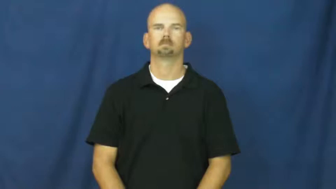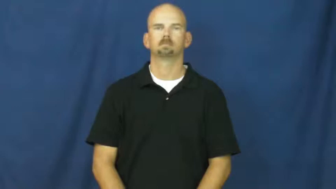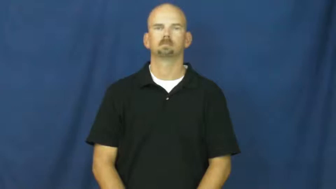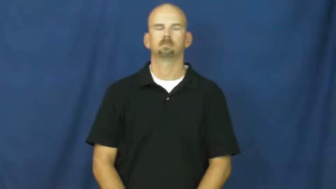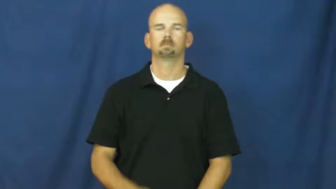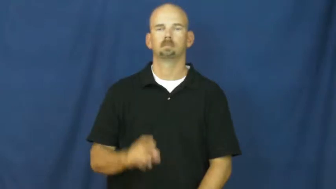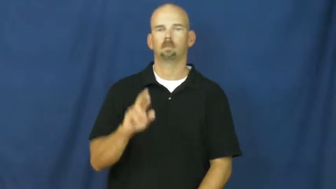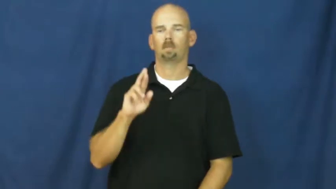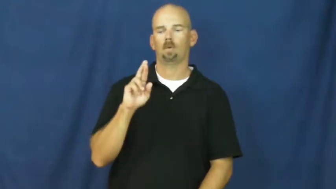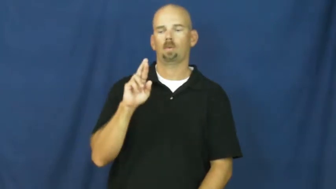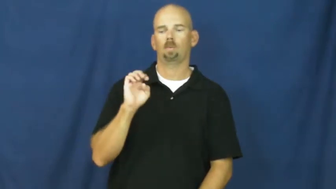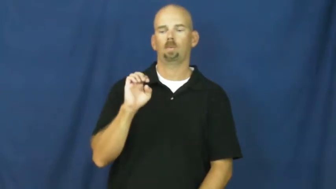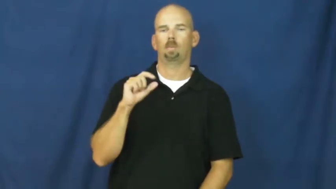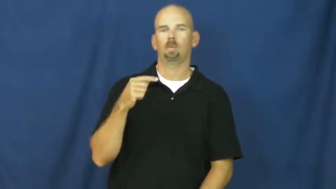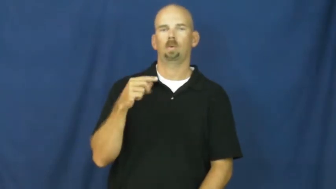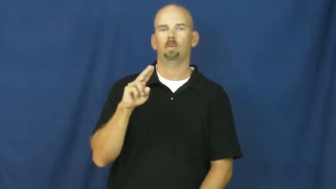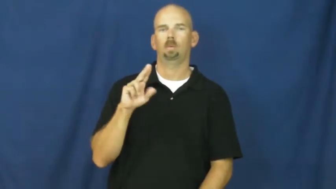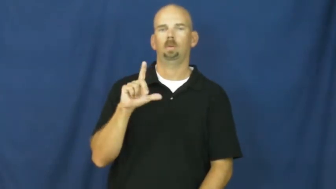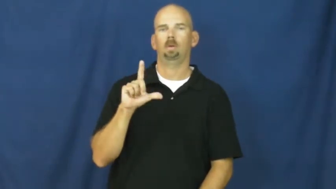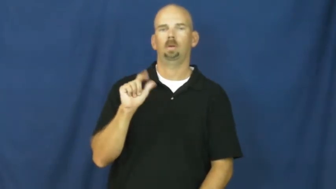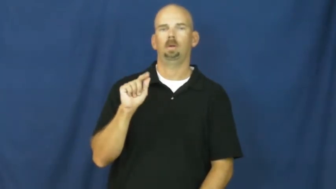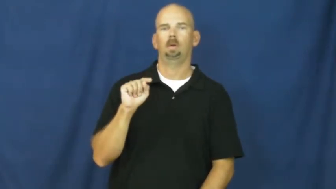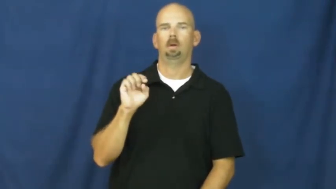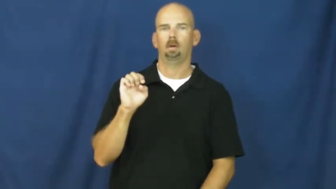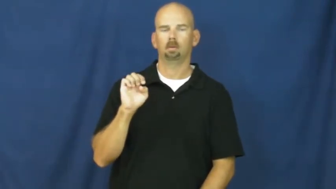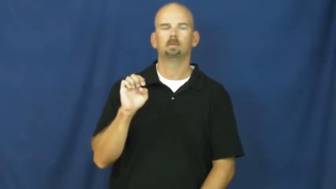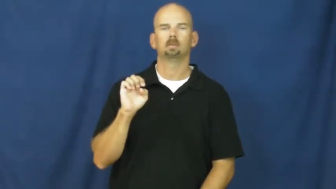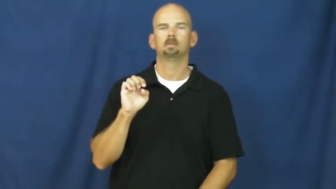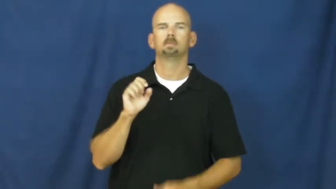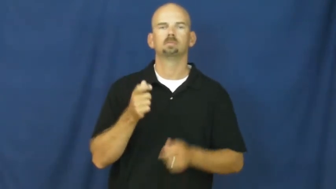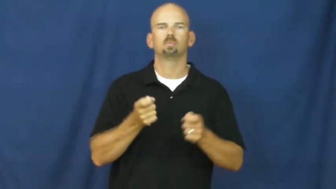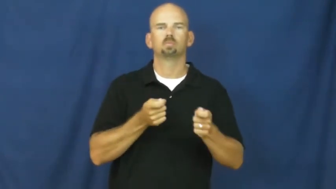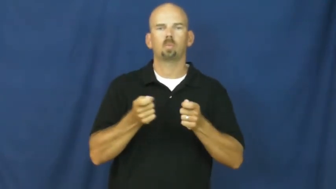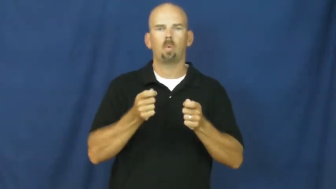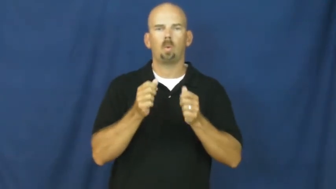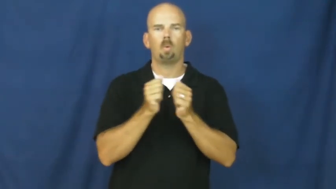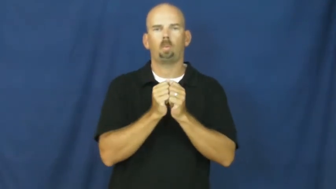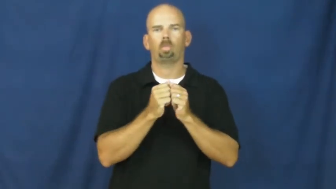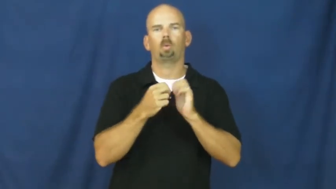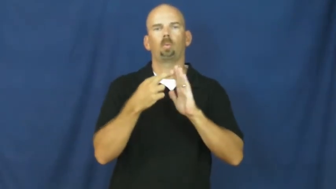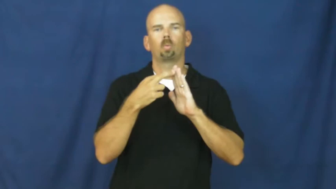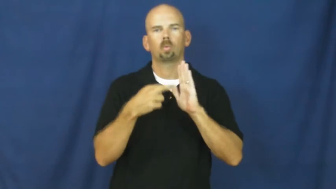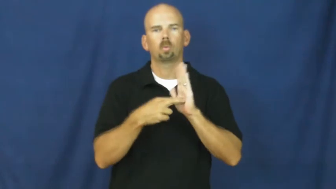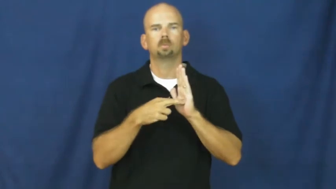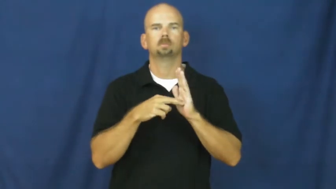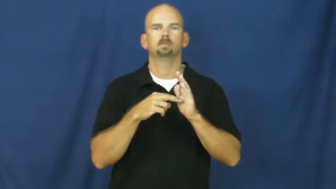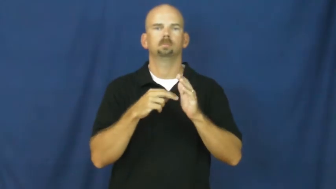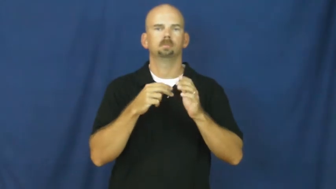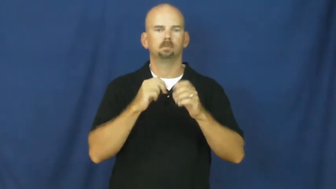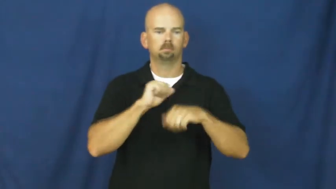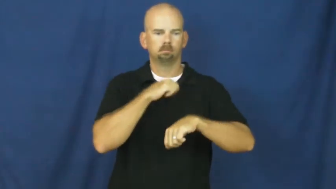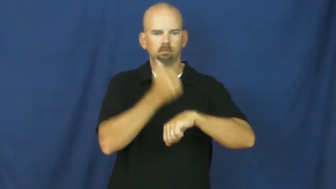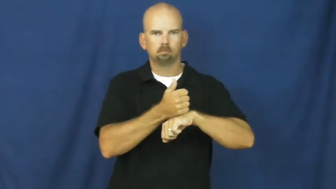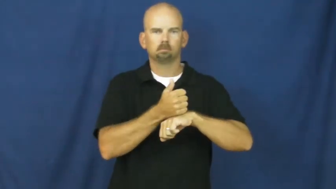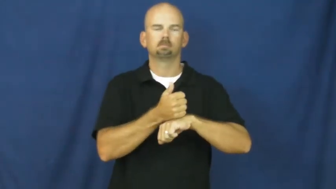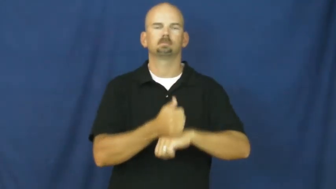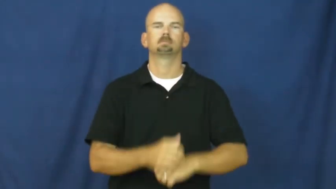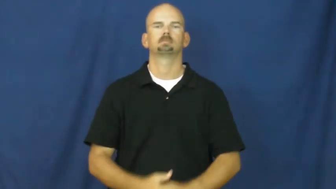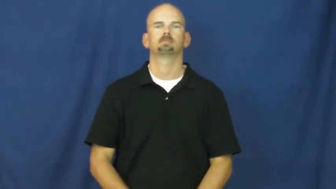regulate